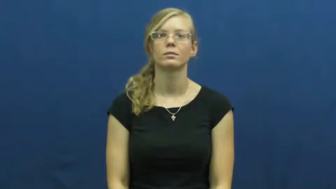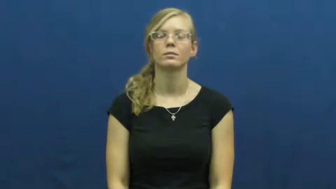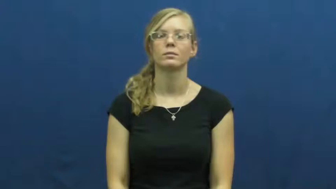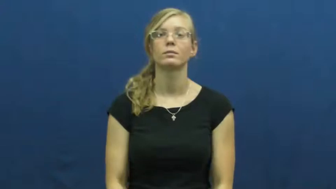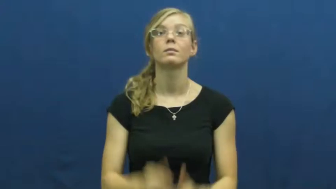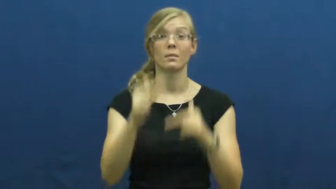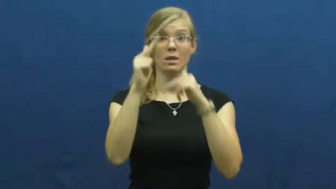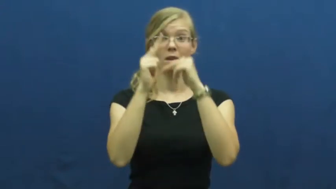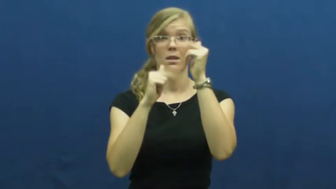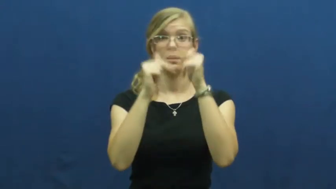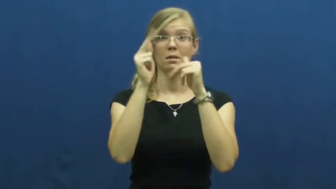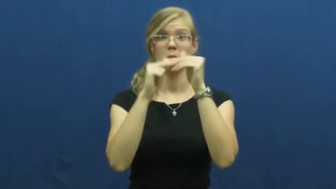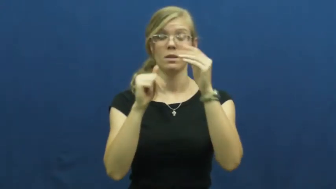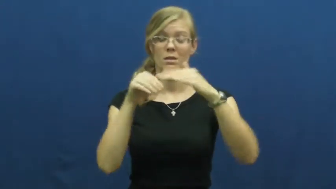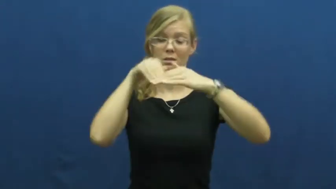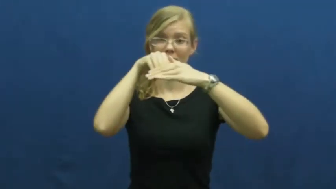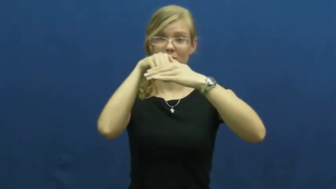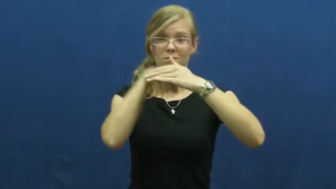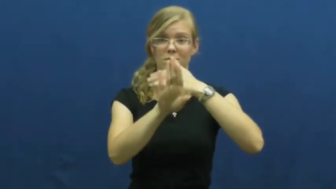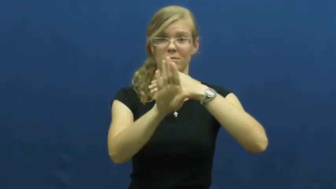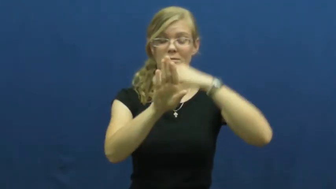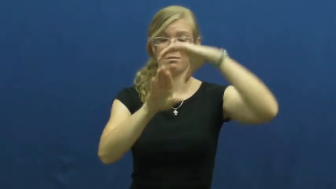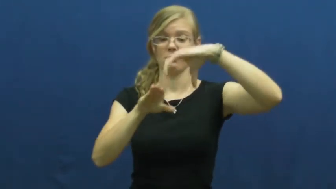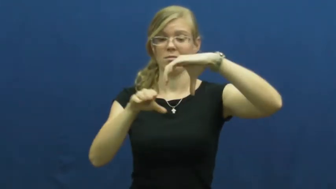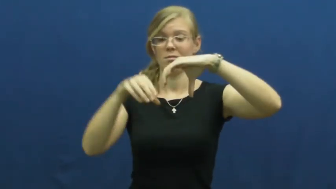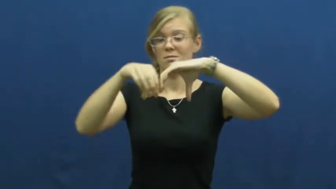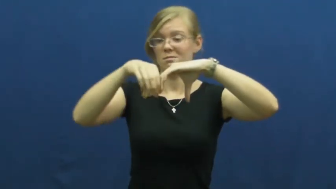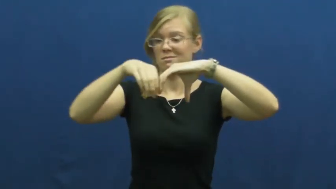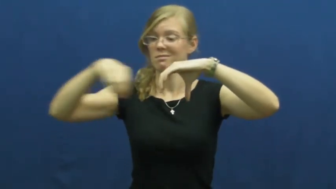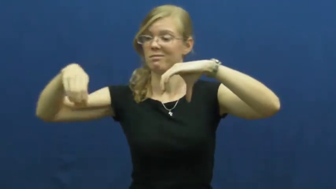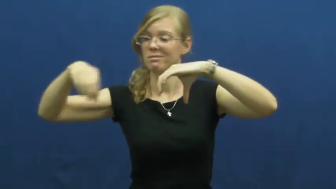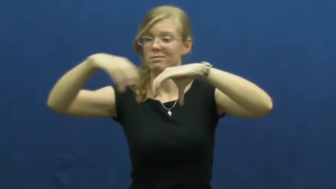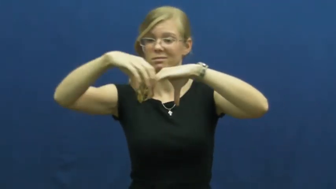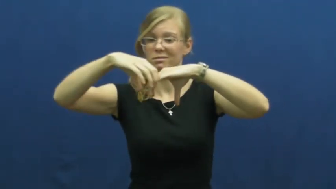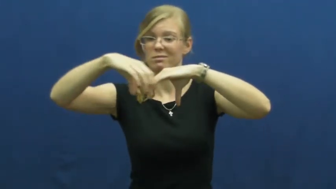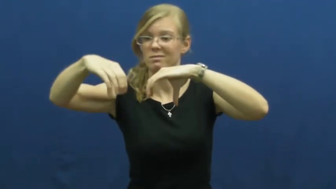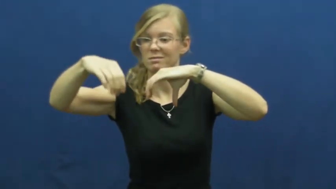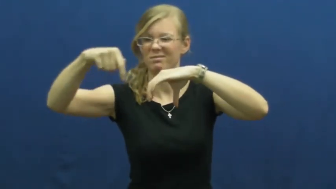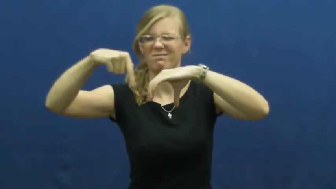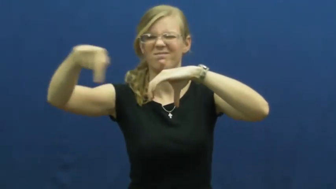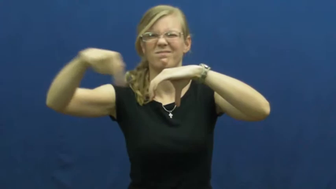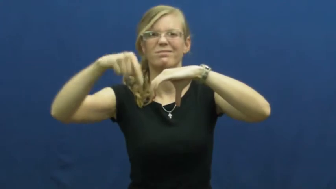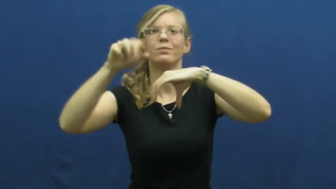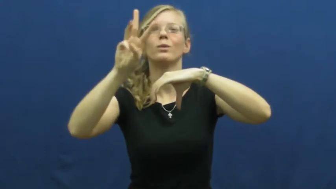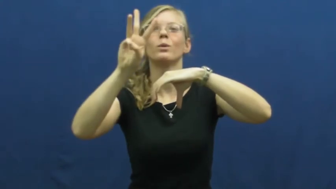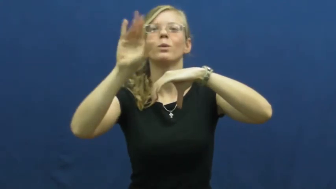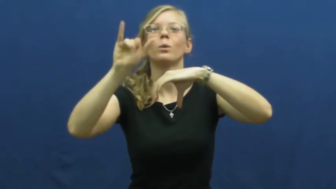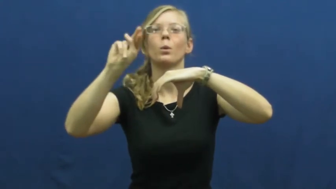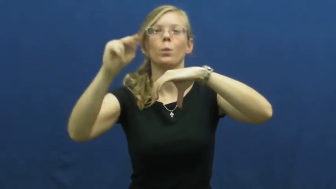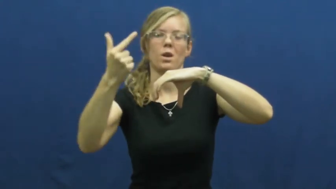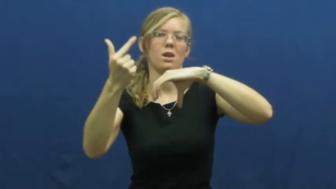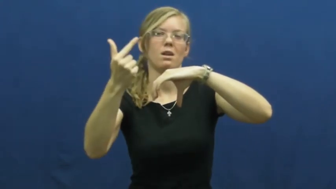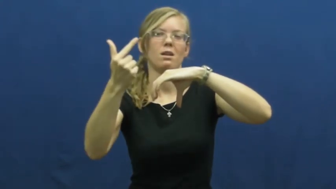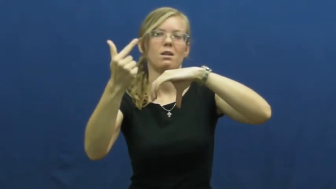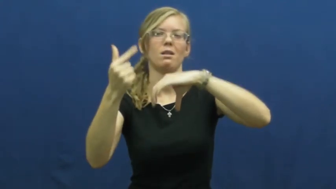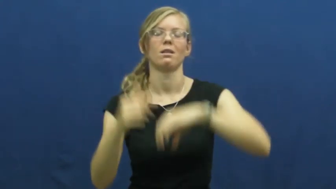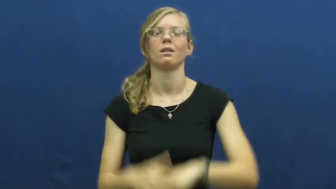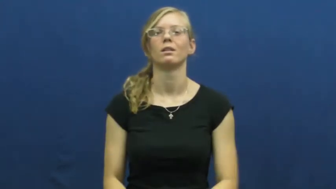wing-building